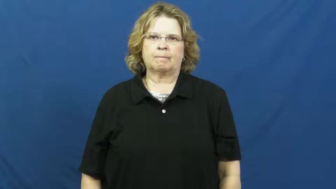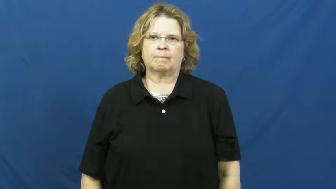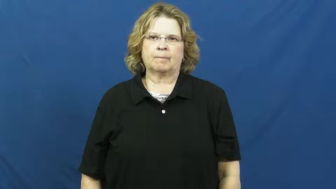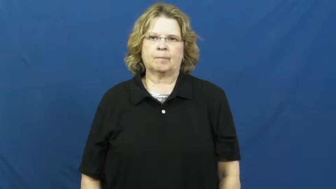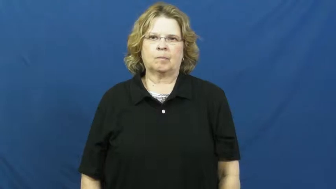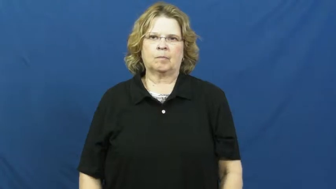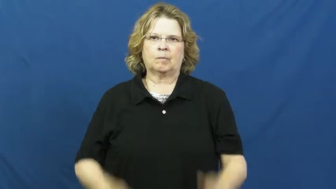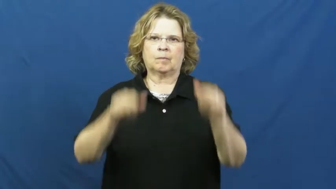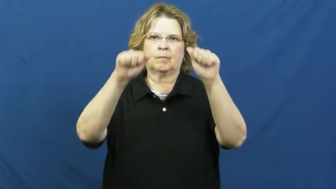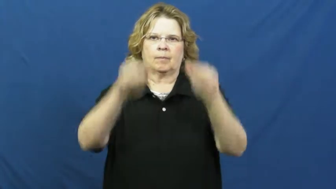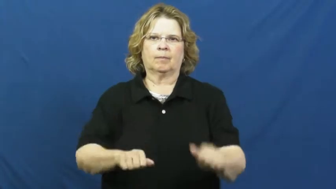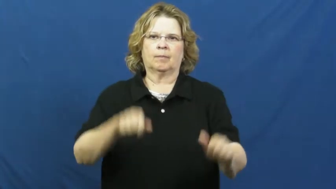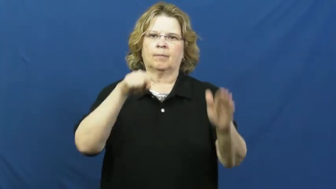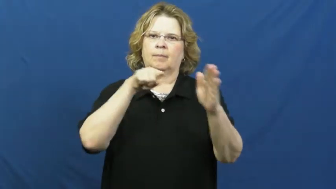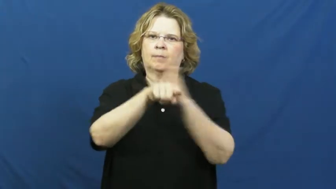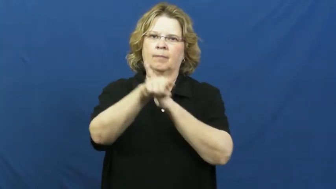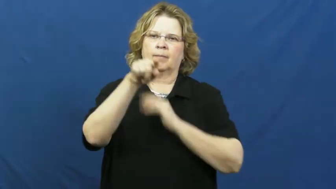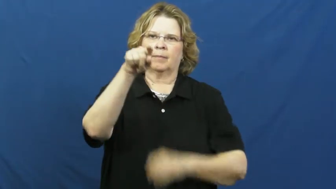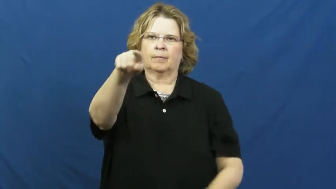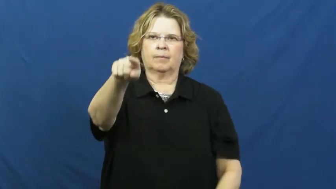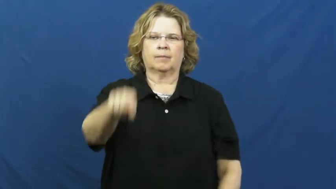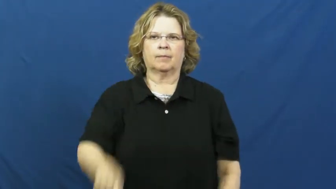deadly